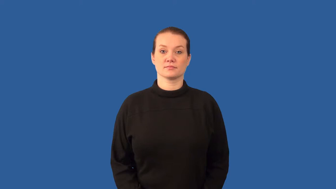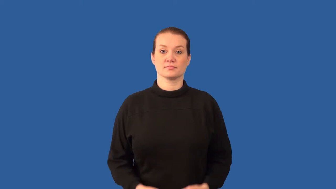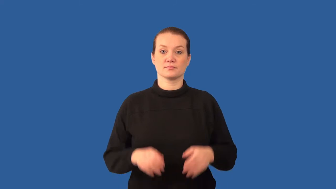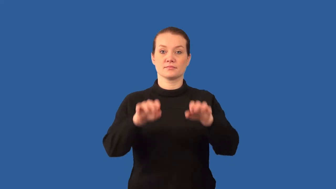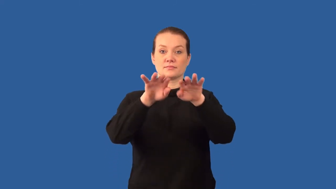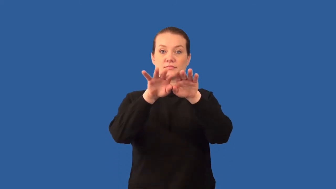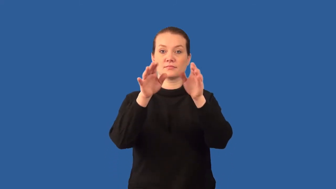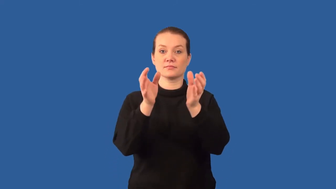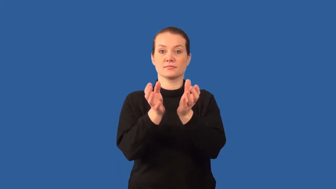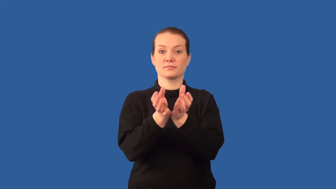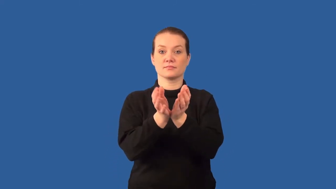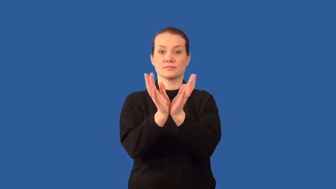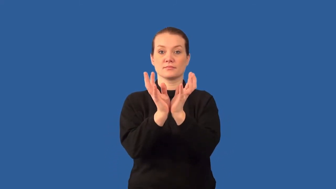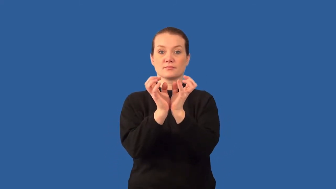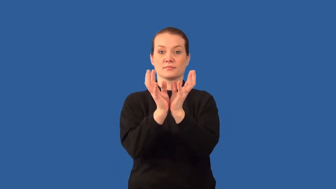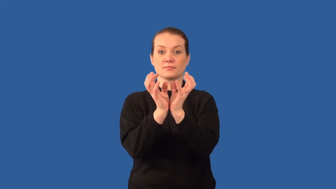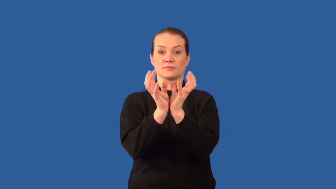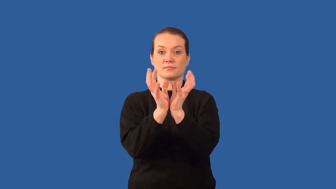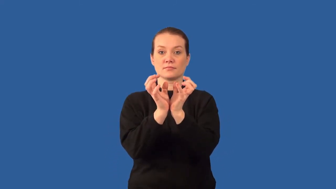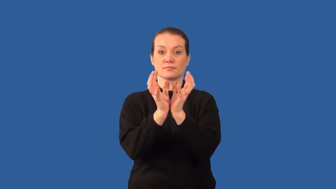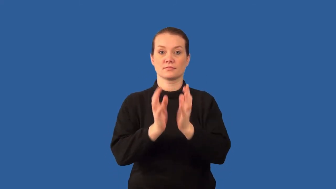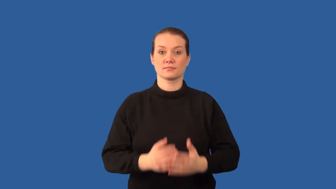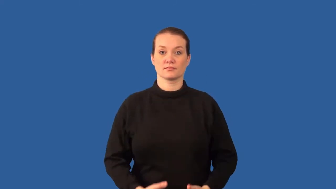bladder-organ